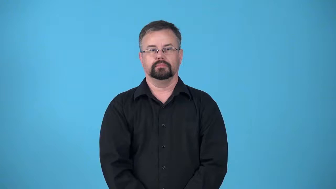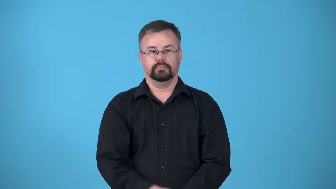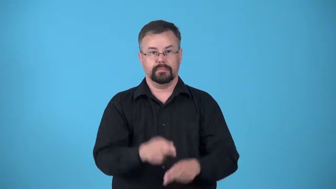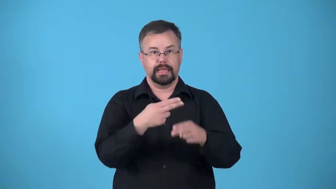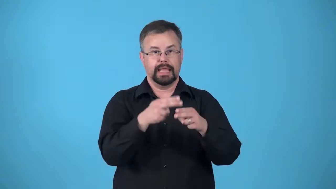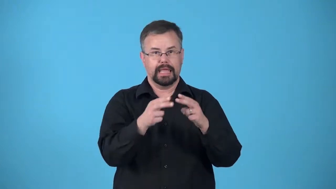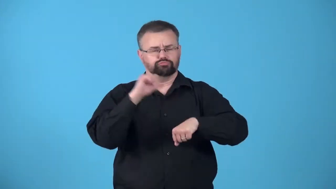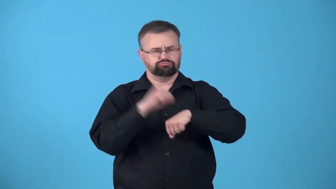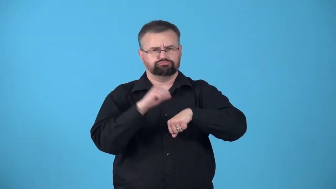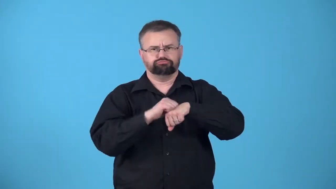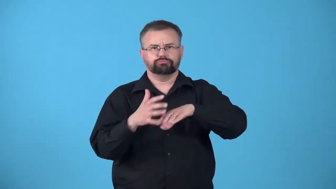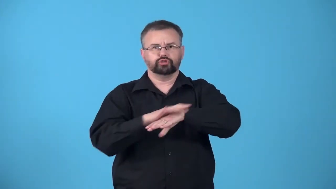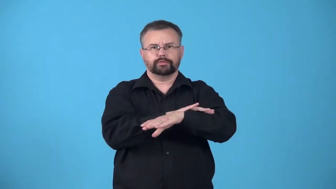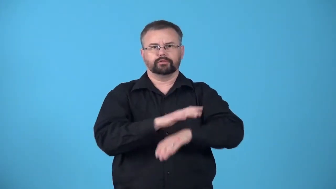eggshell